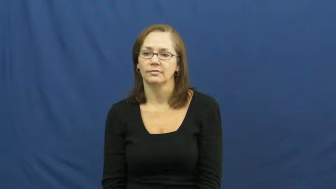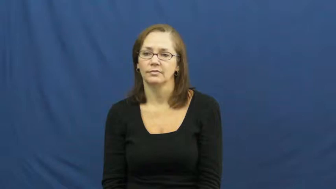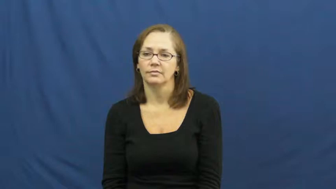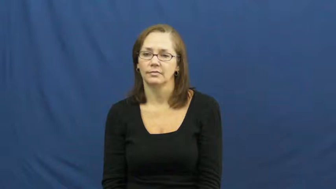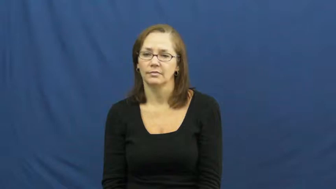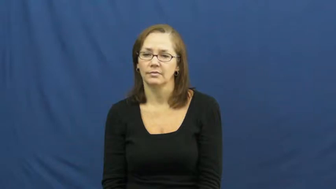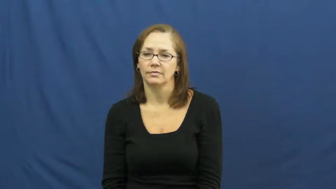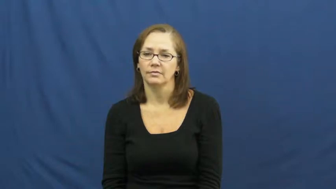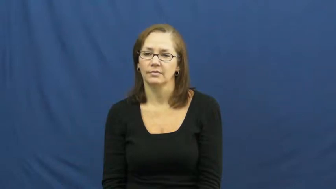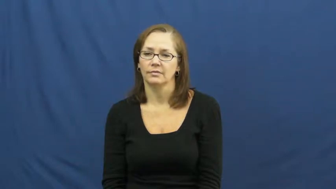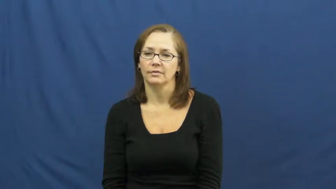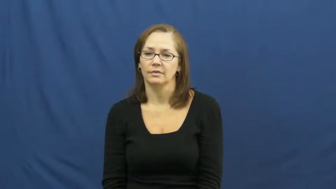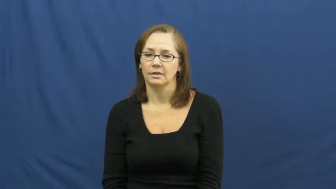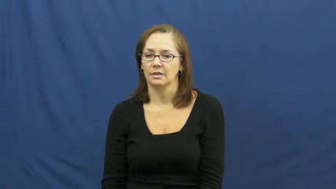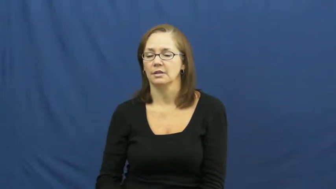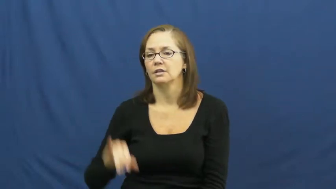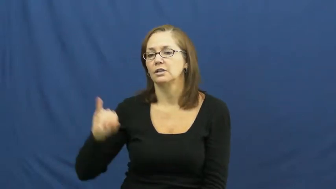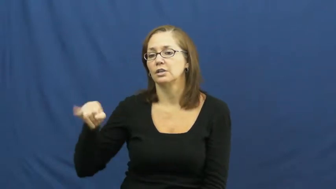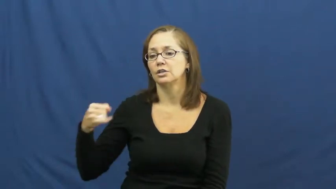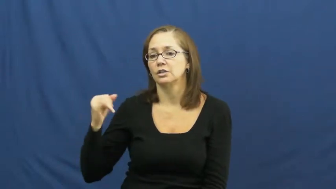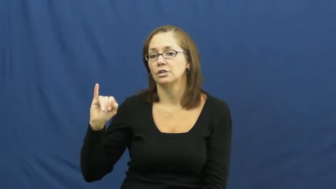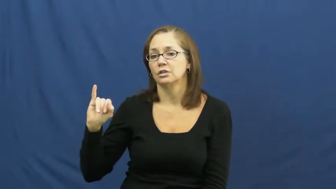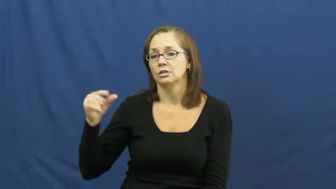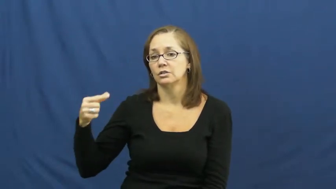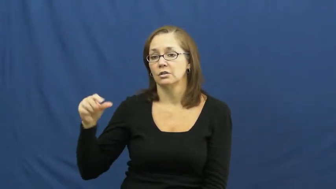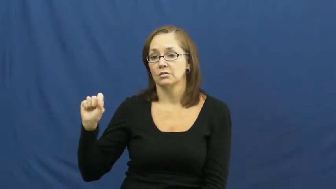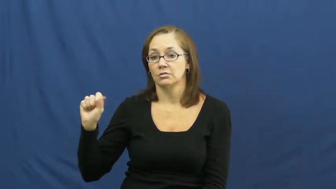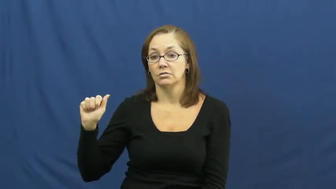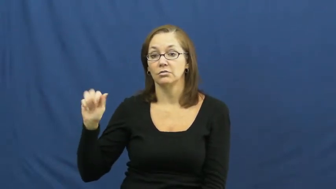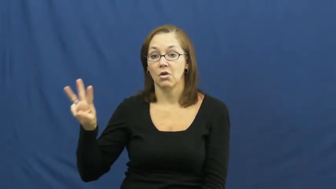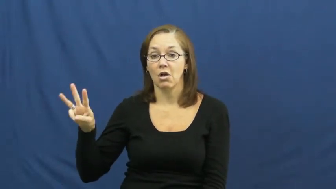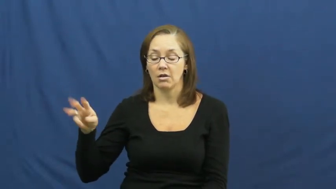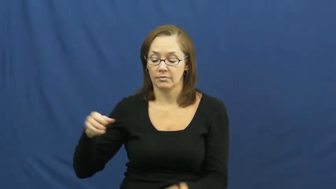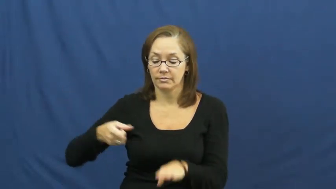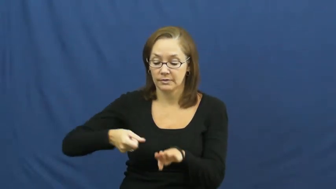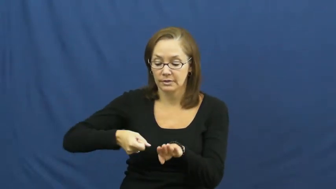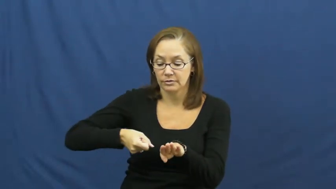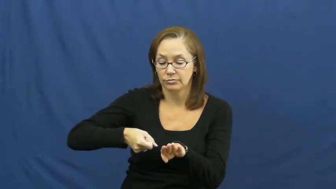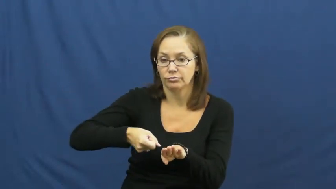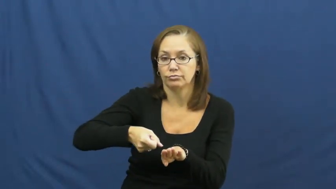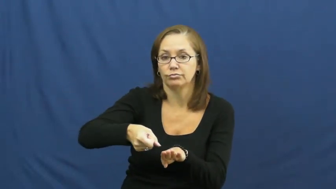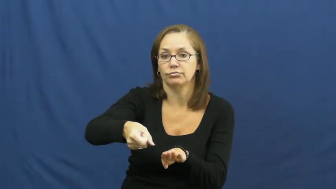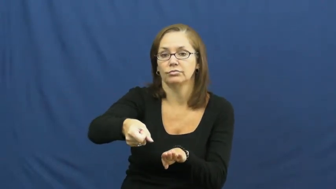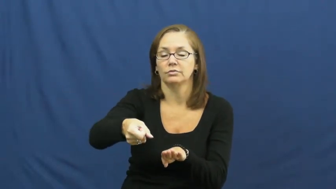jigsaw